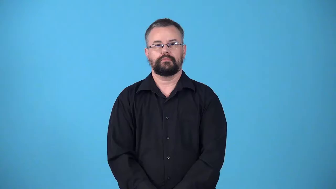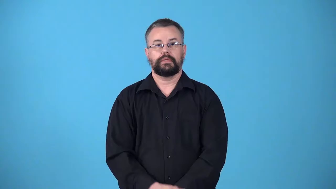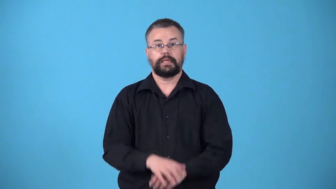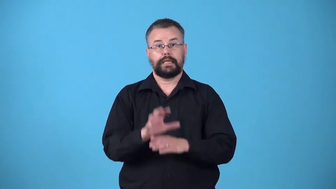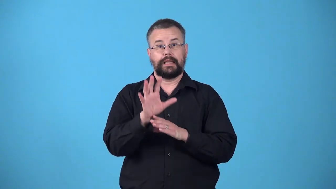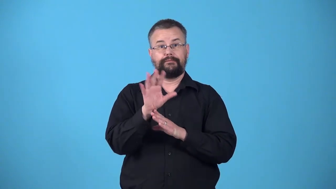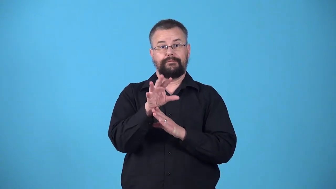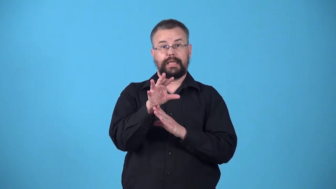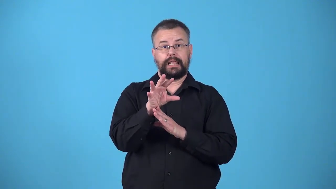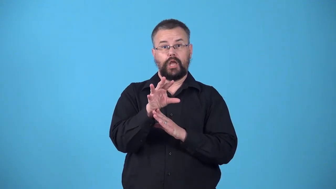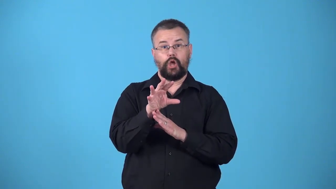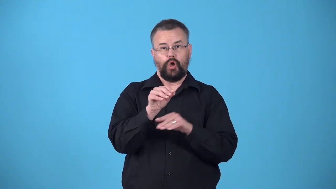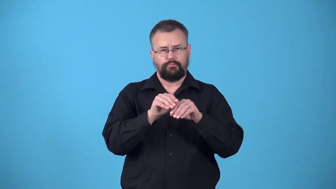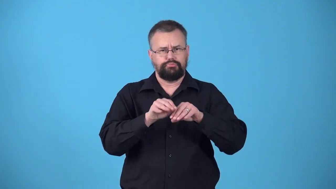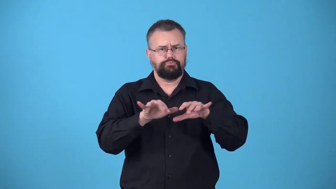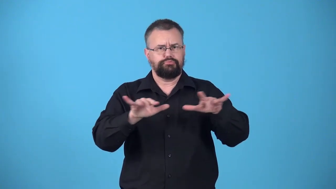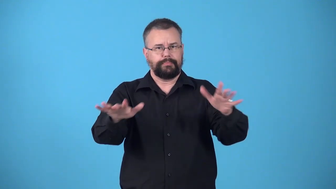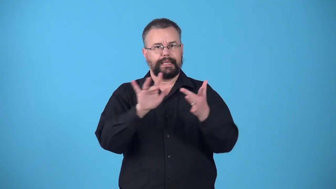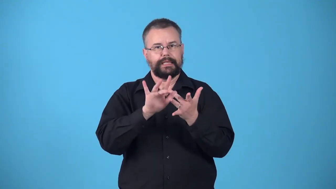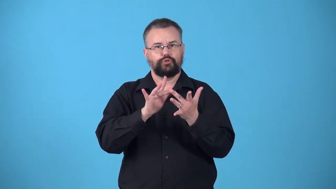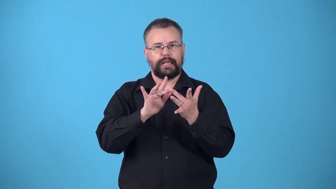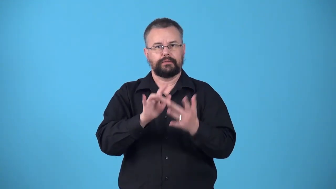webcast